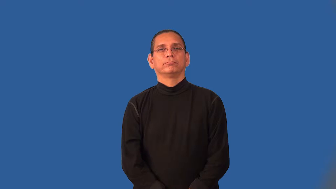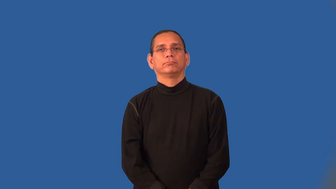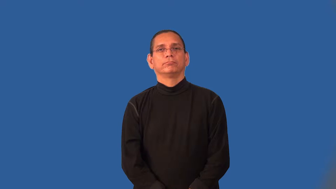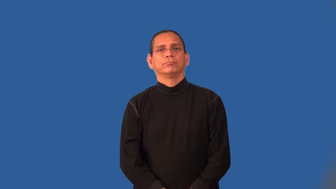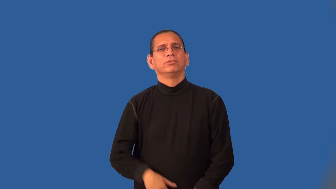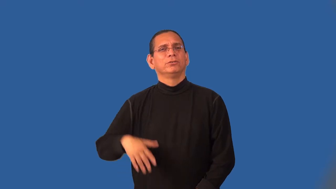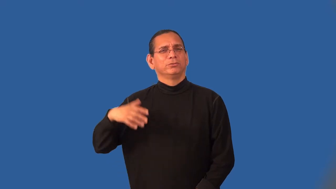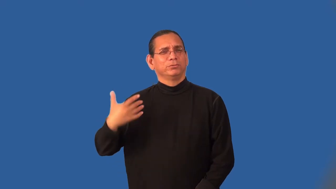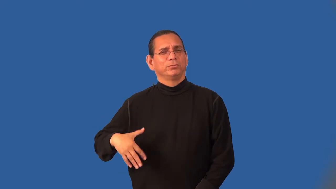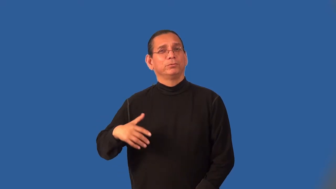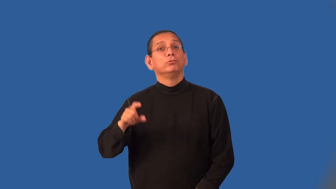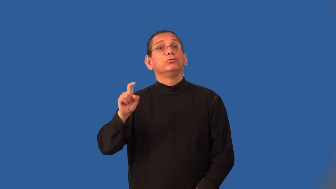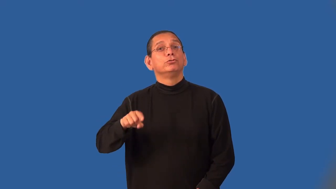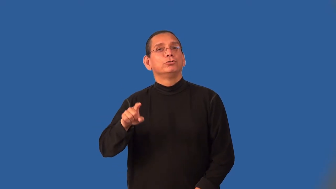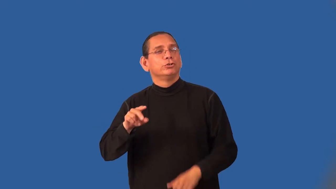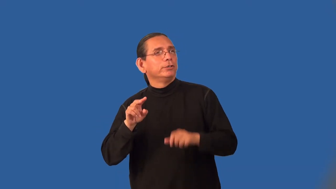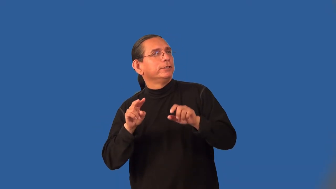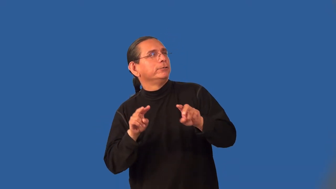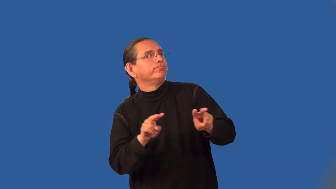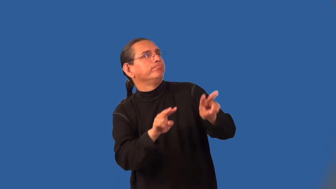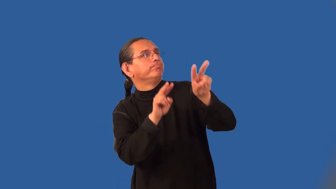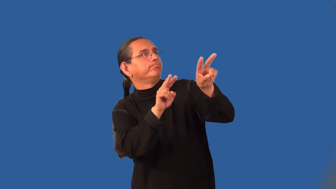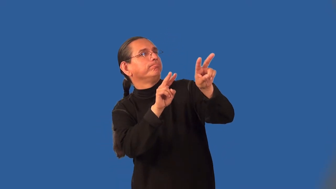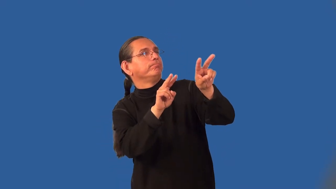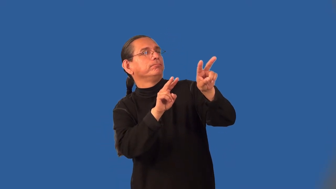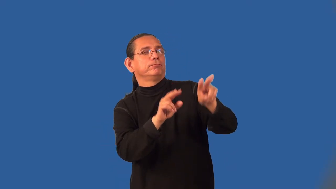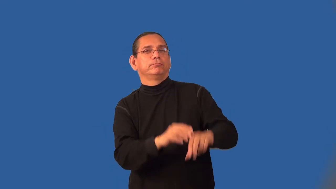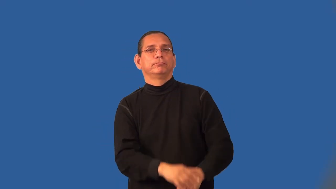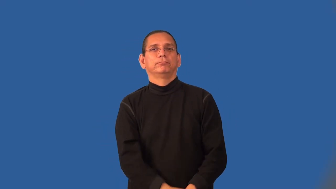noteworthy